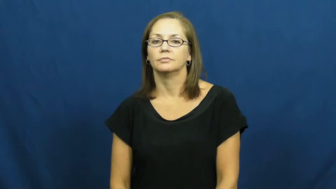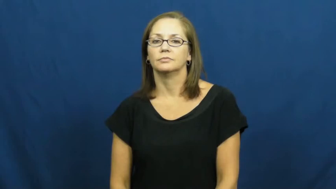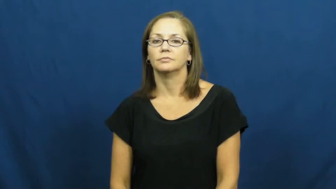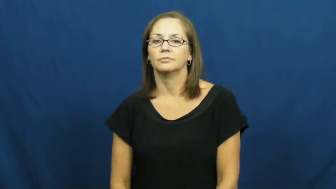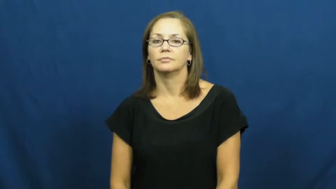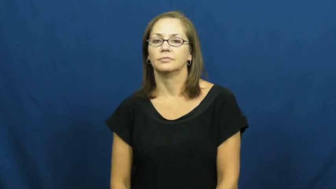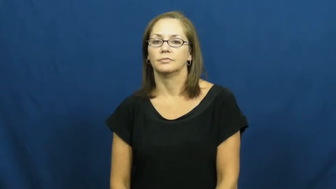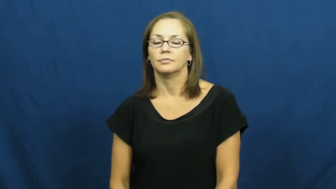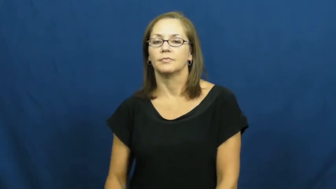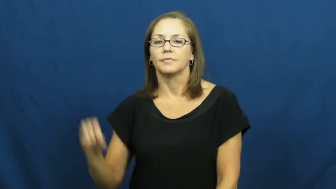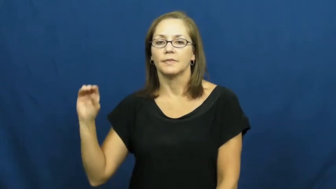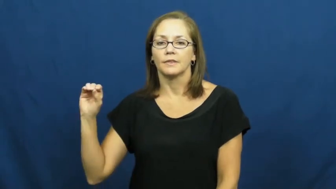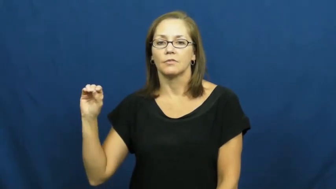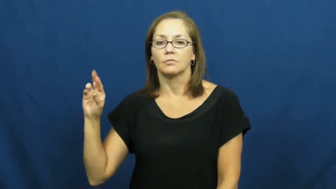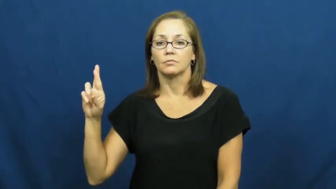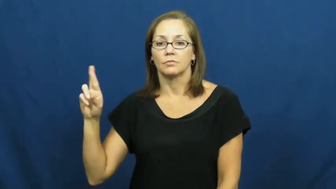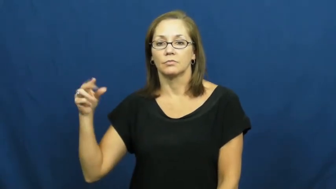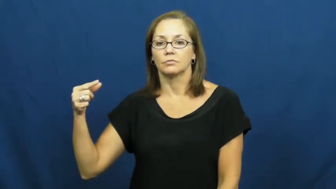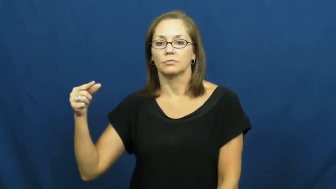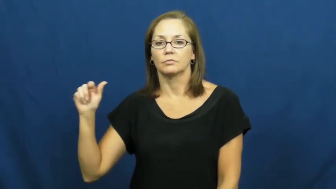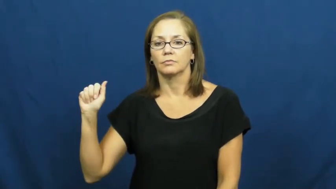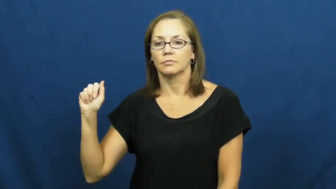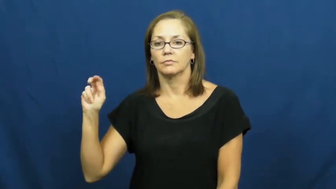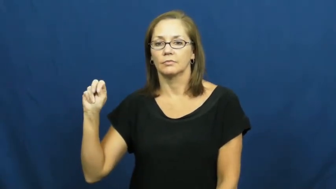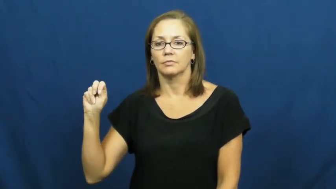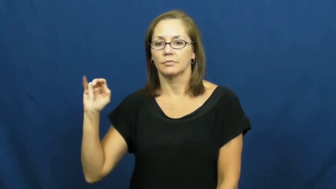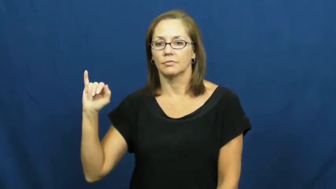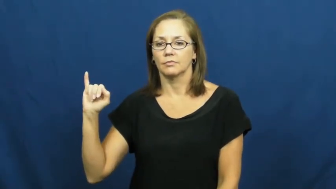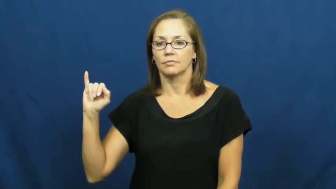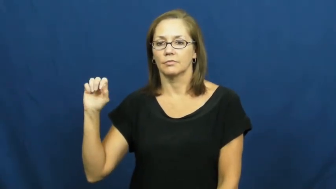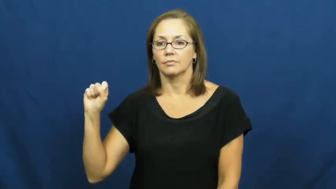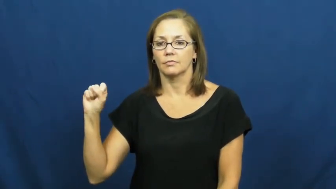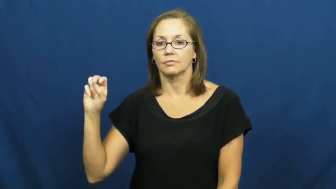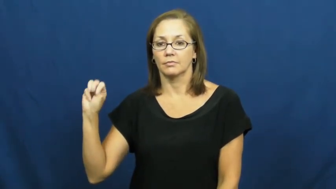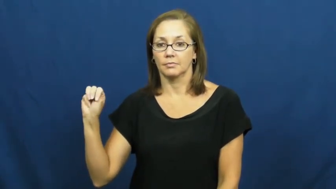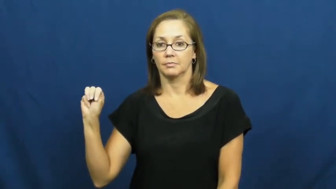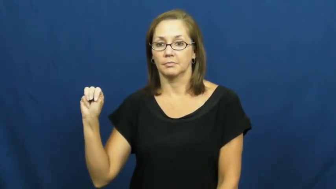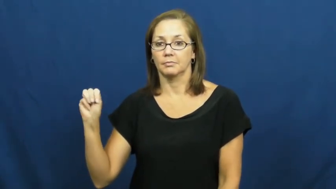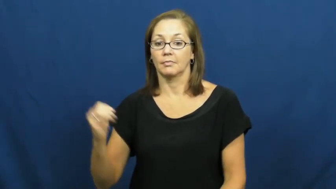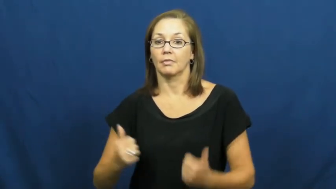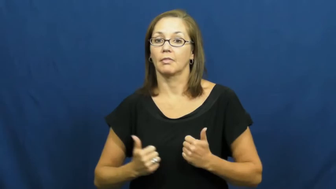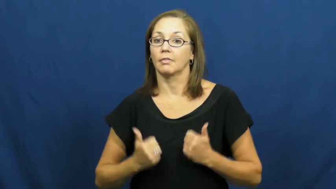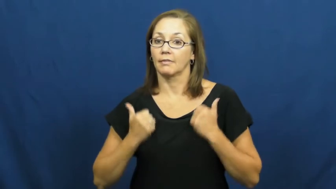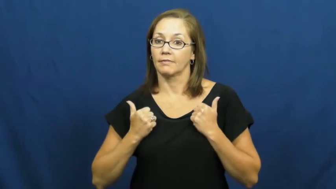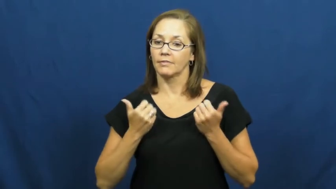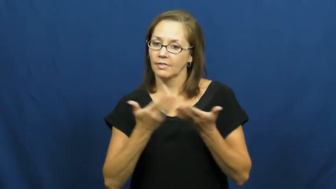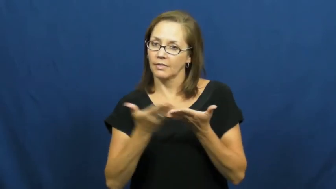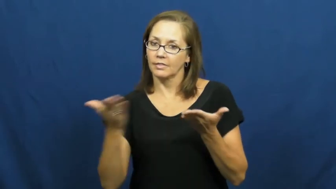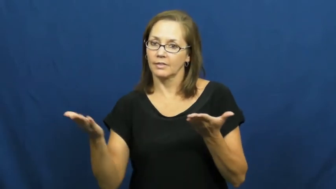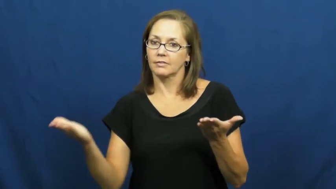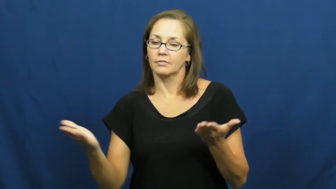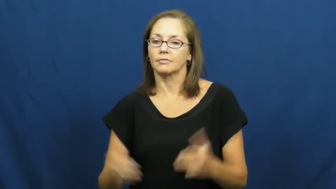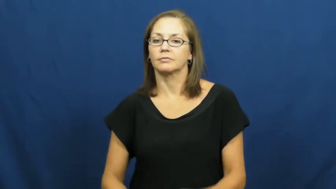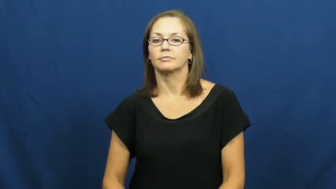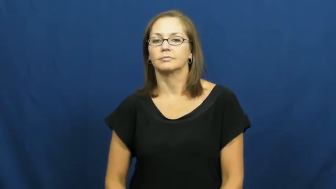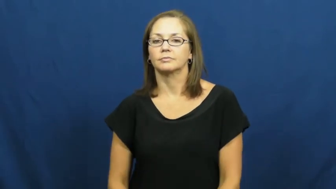organism